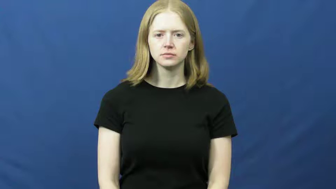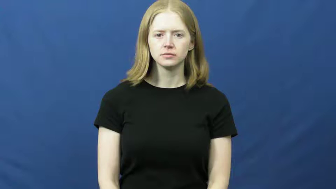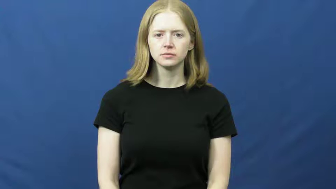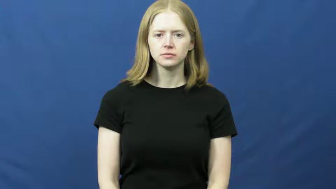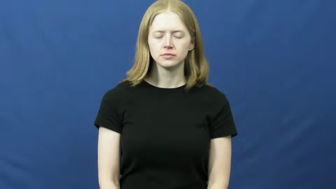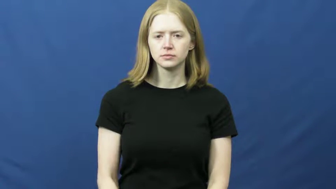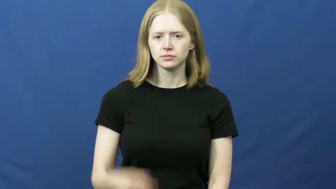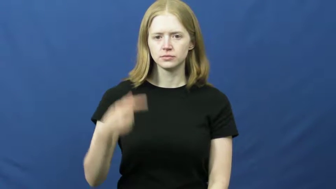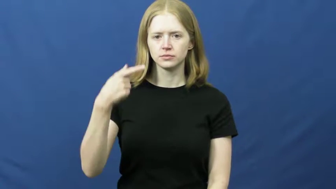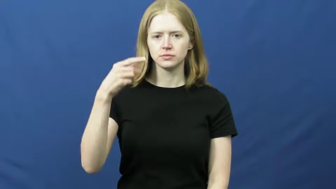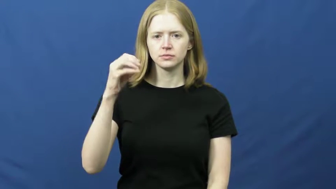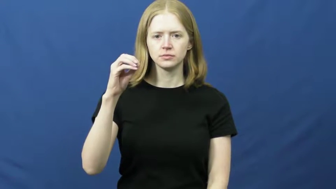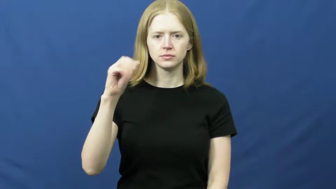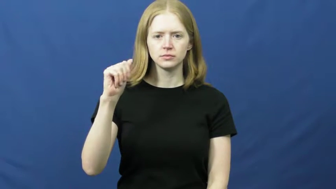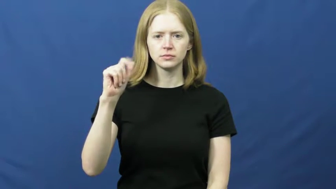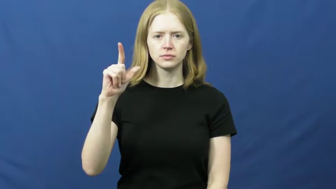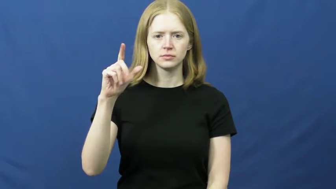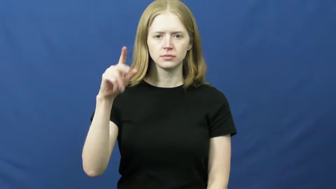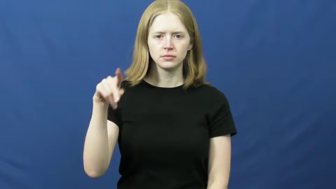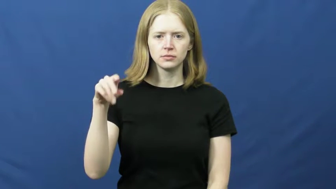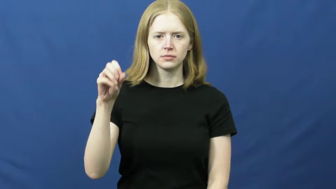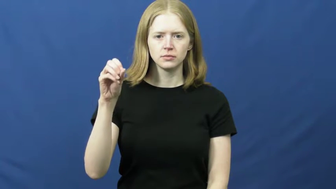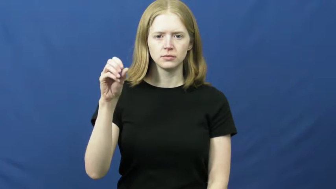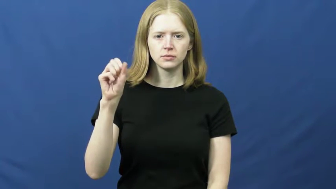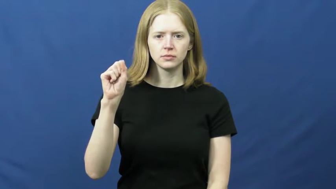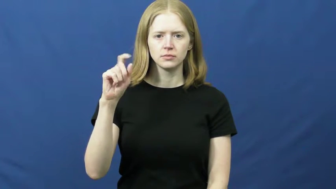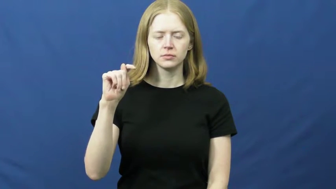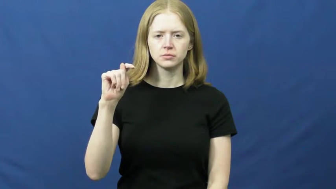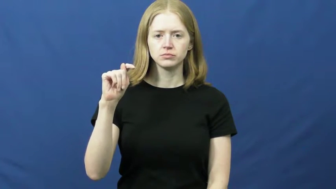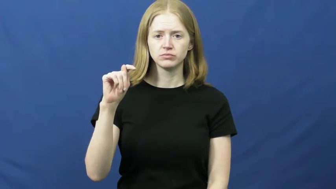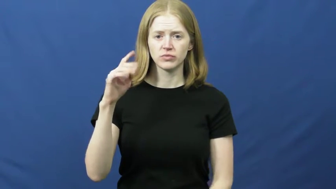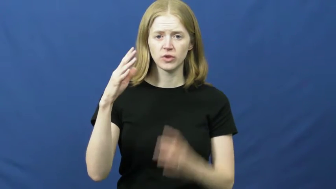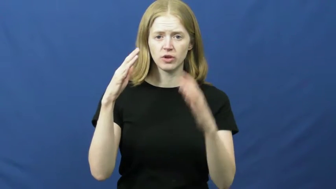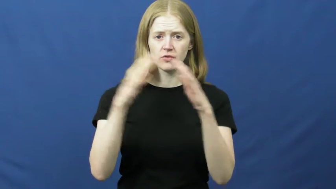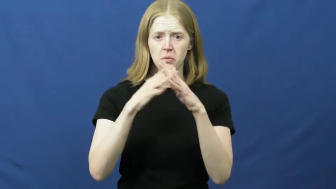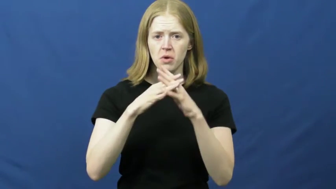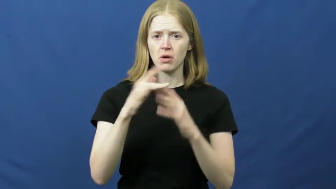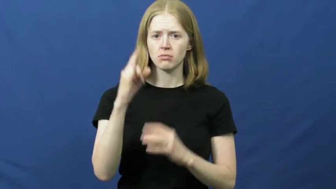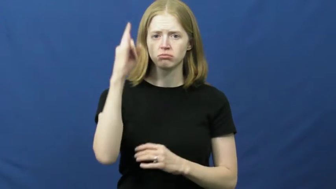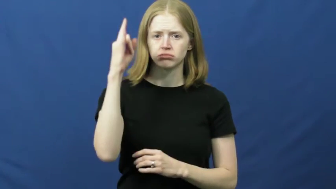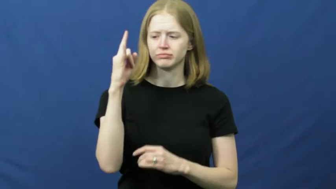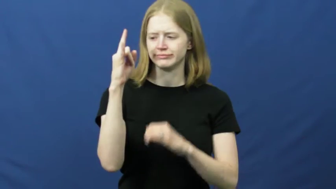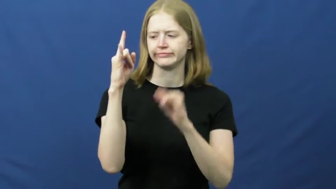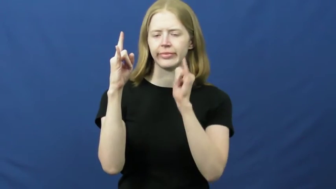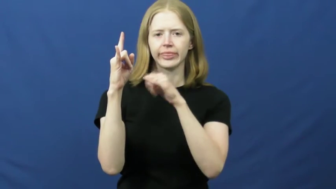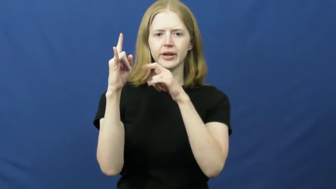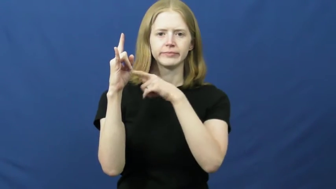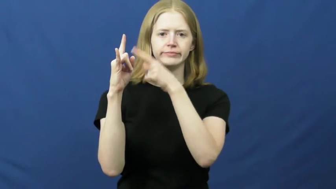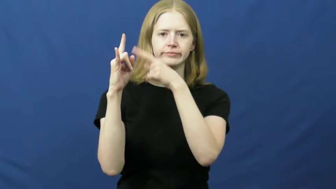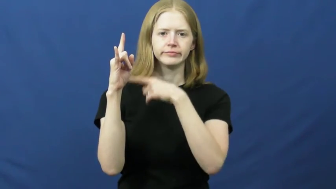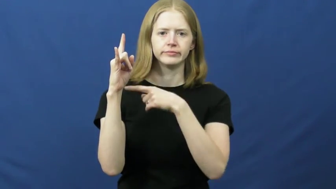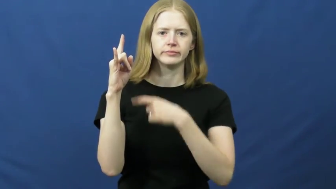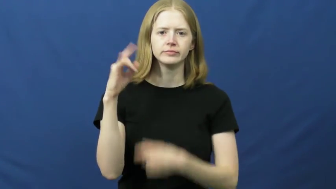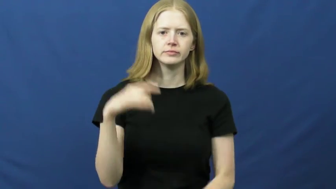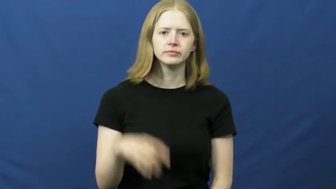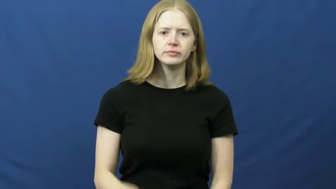goalpost